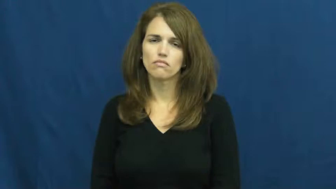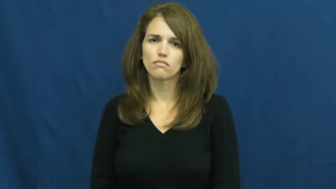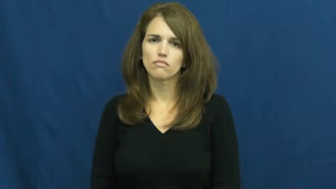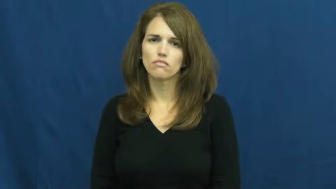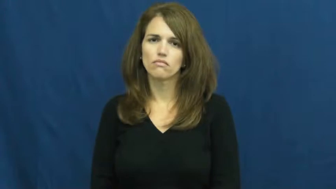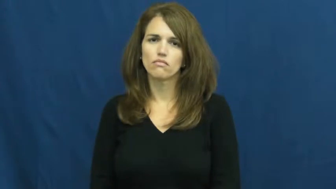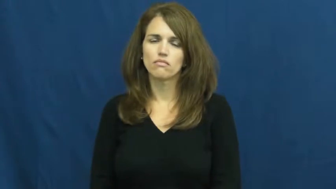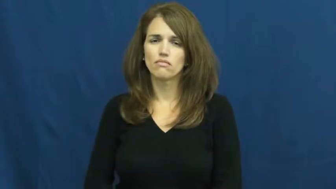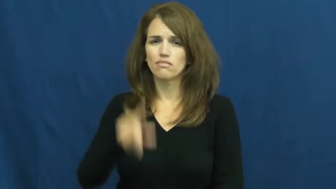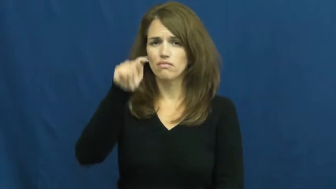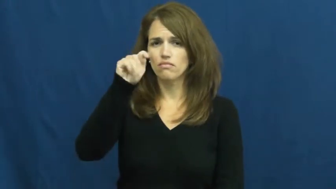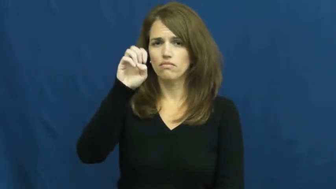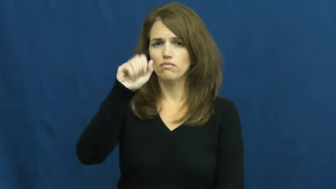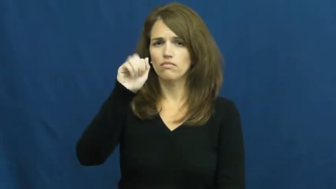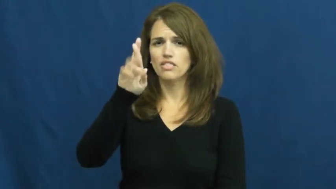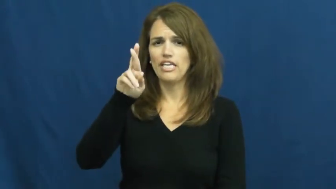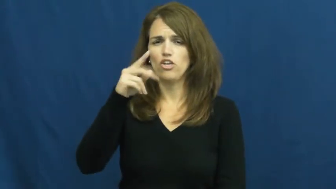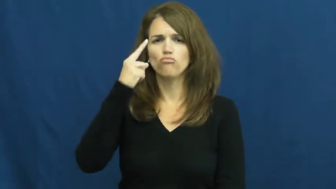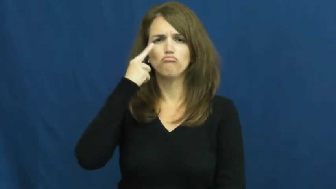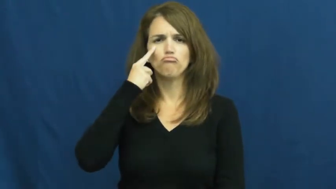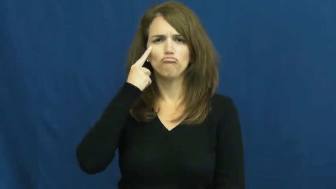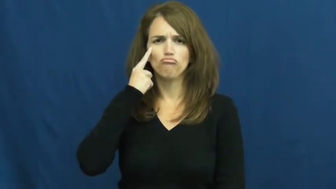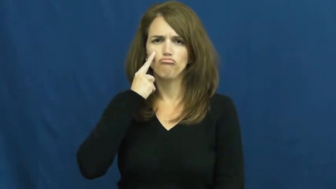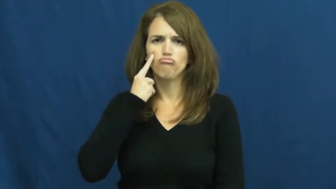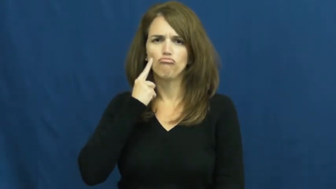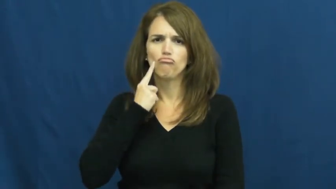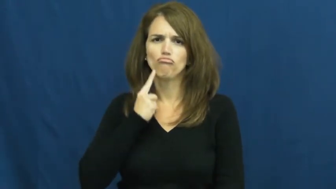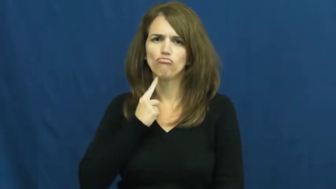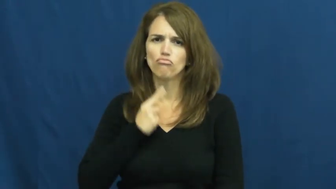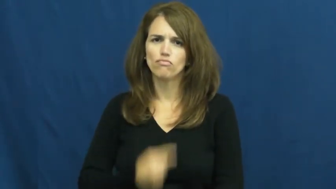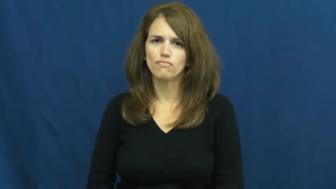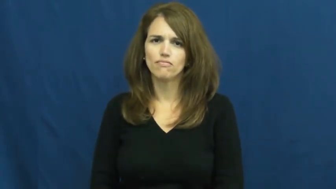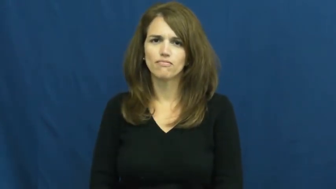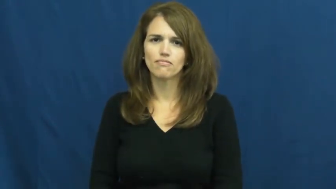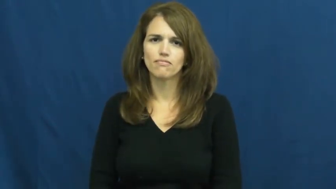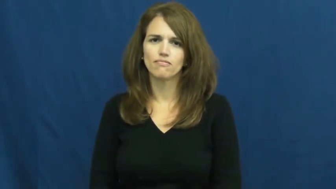tear-eyes